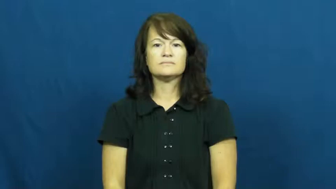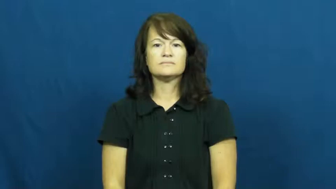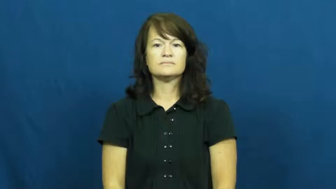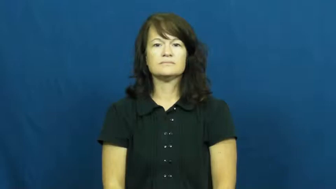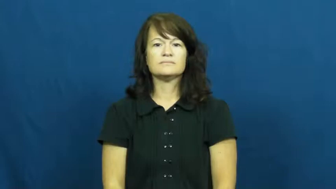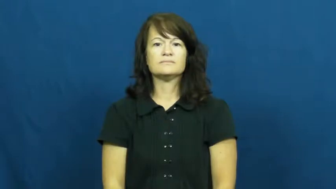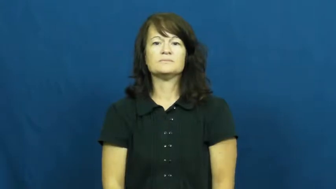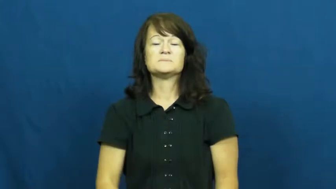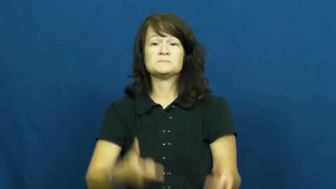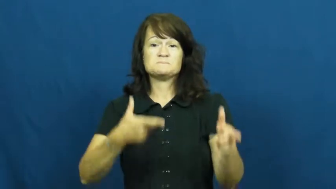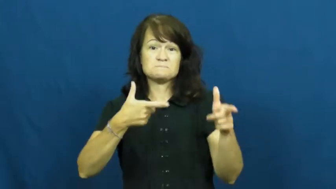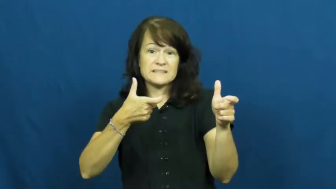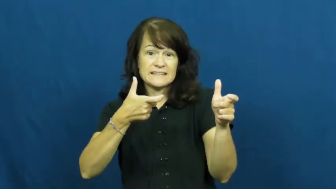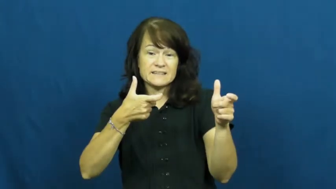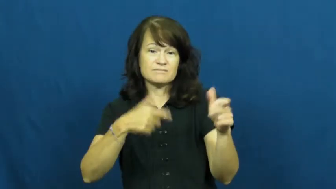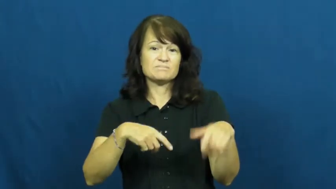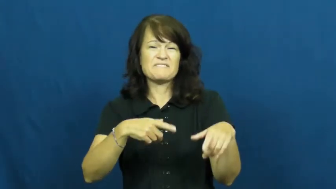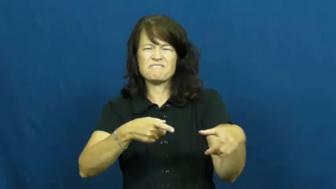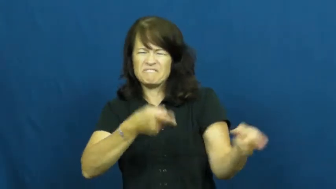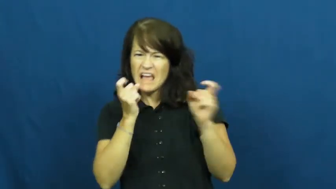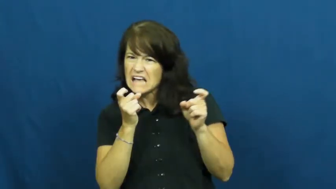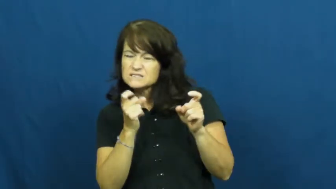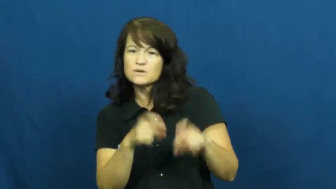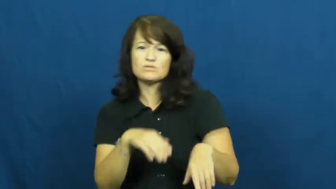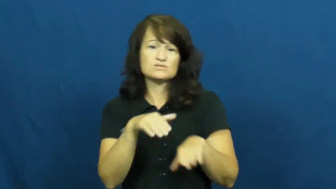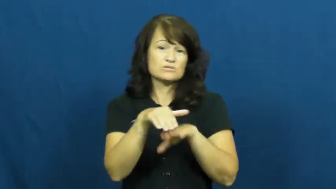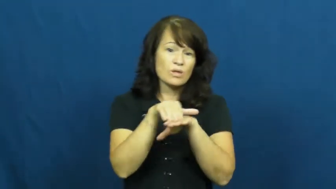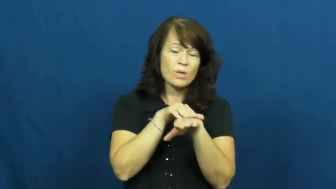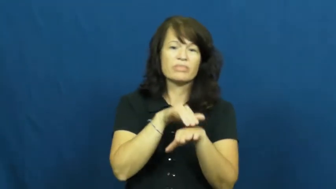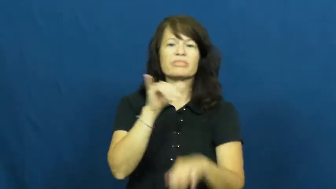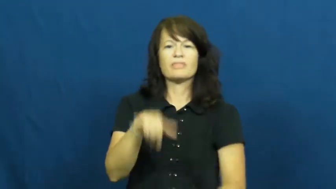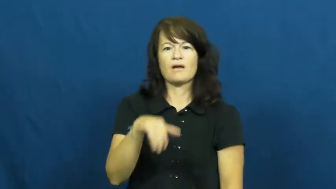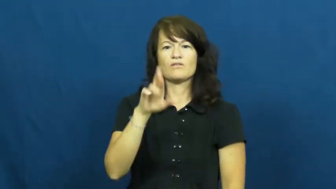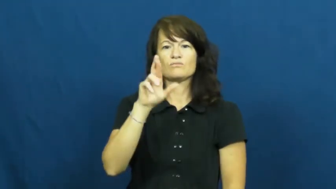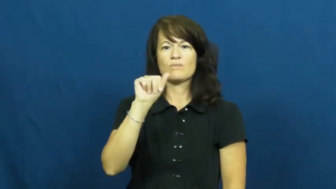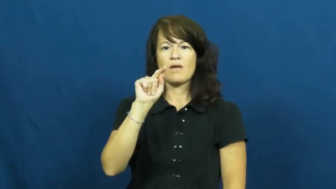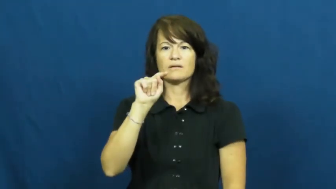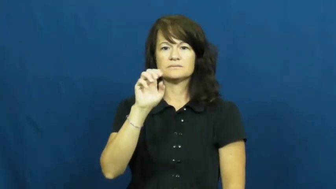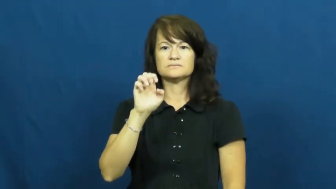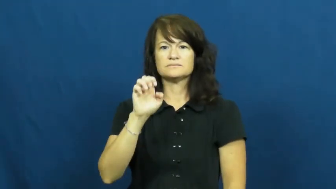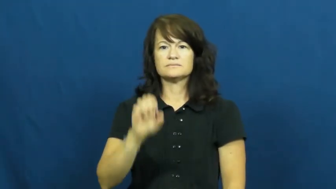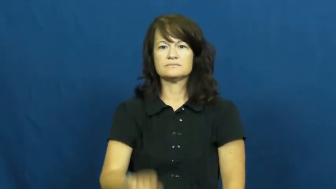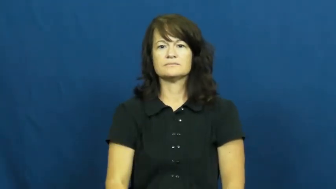rate-speed